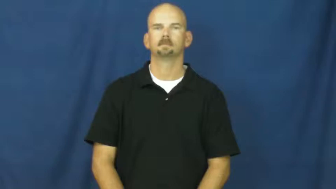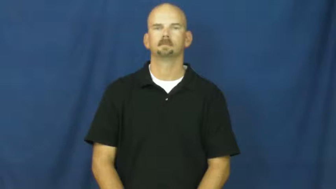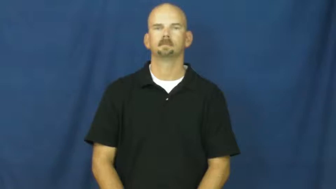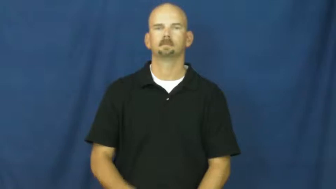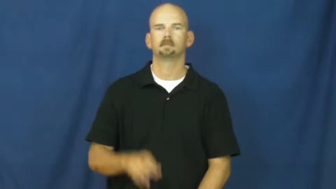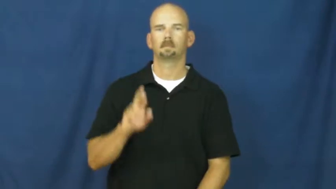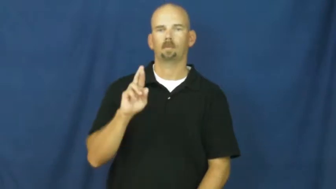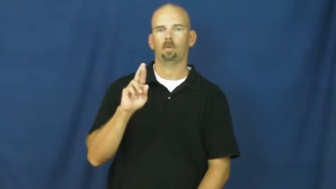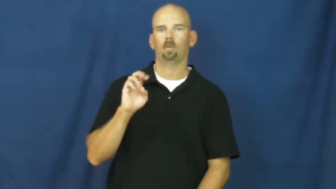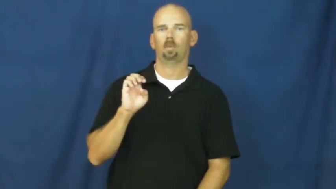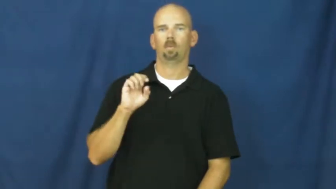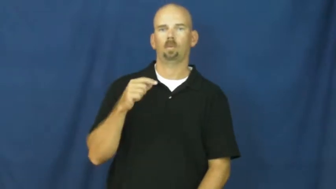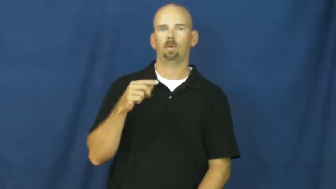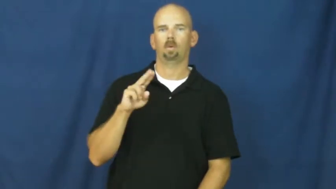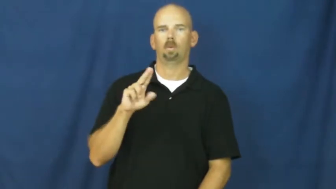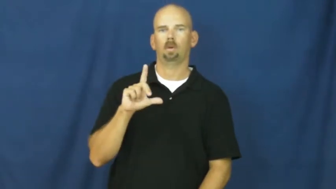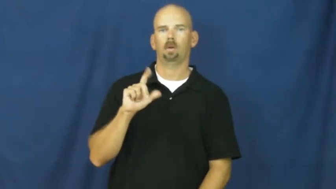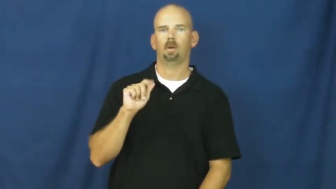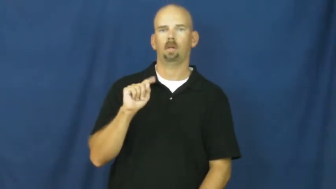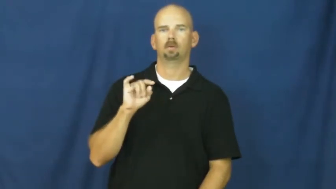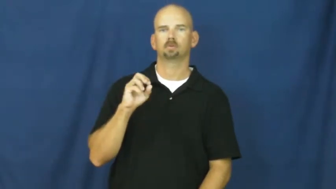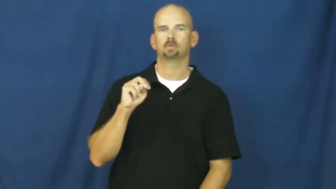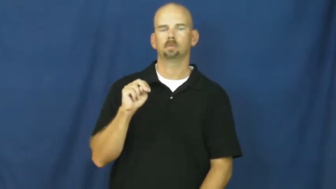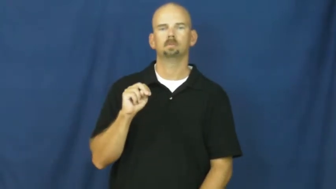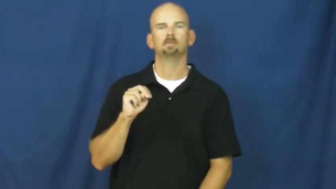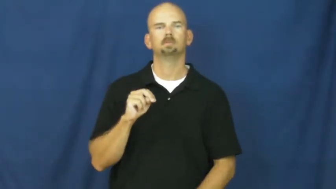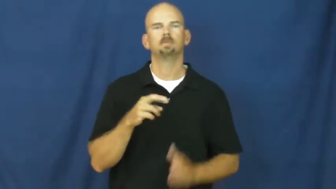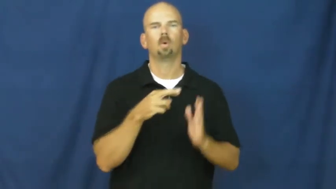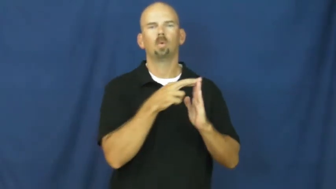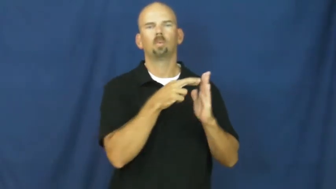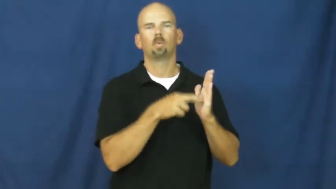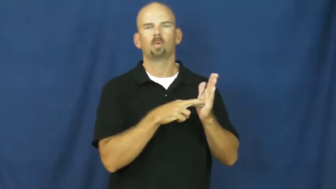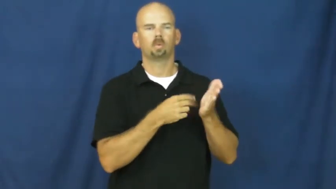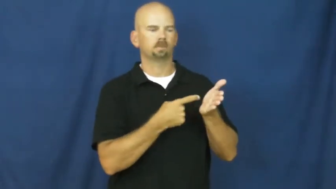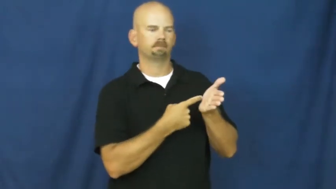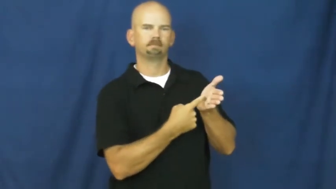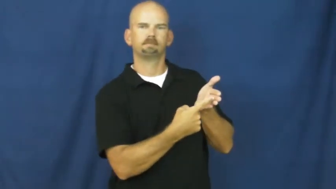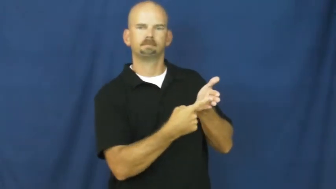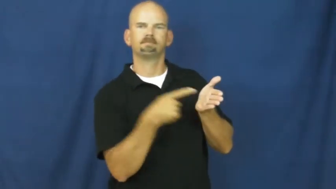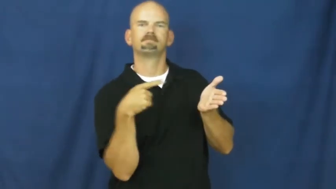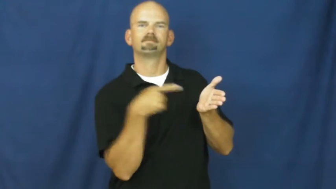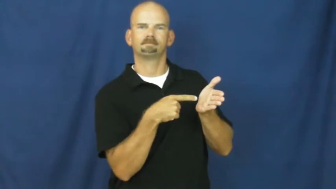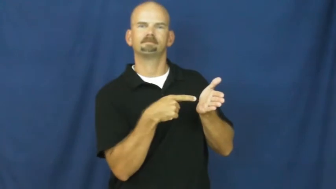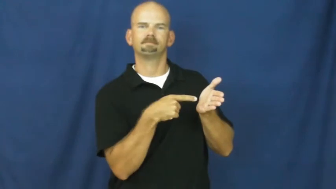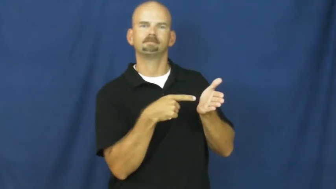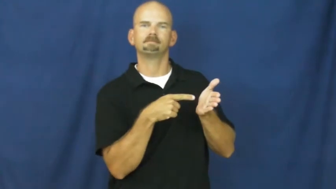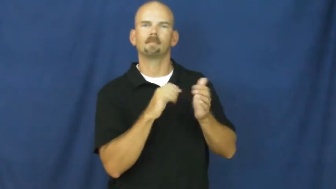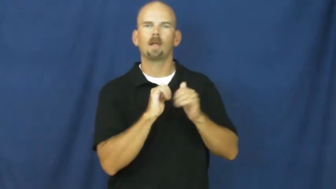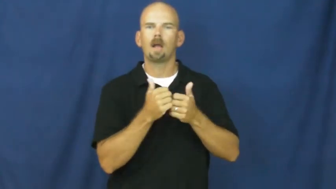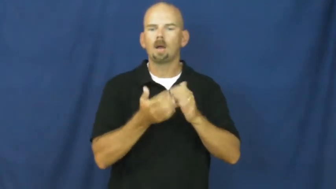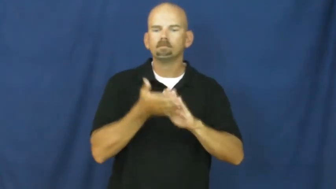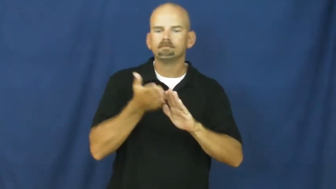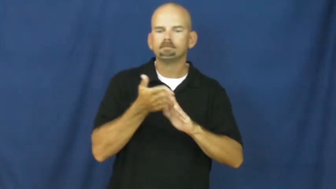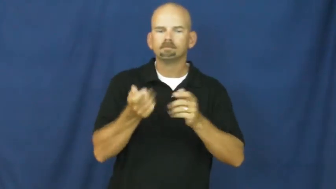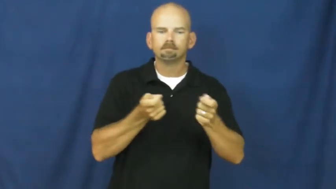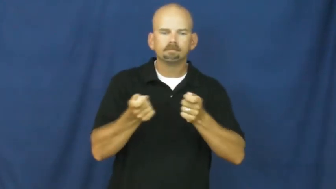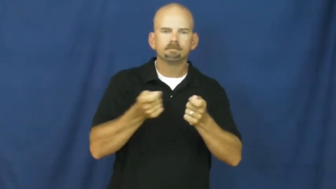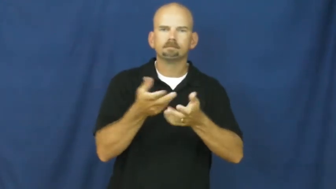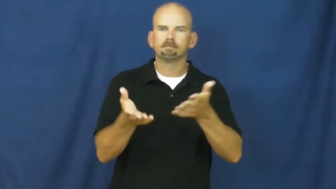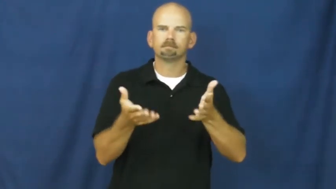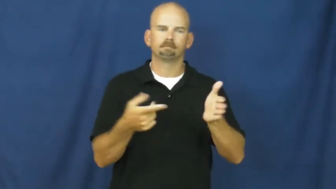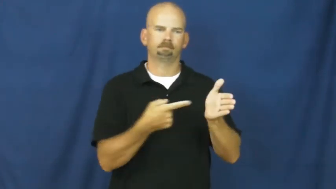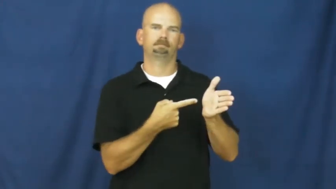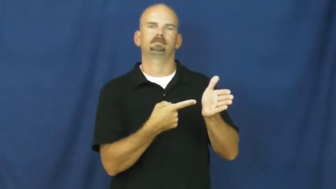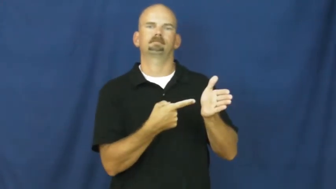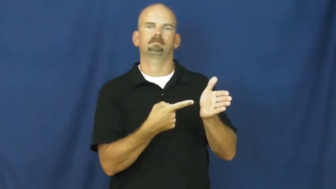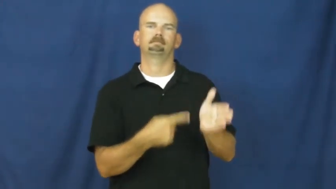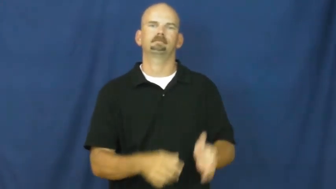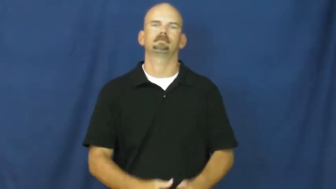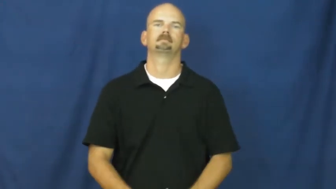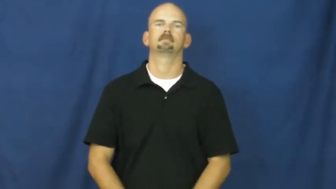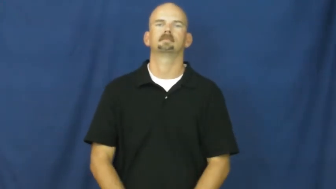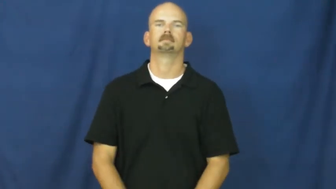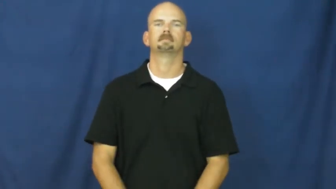regulation